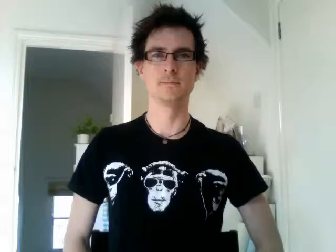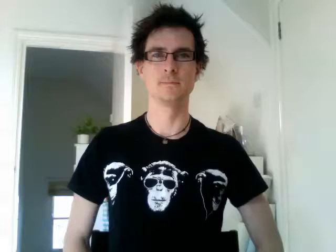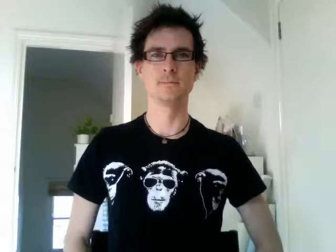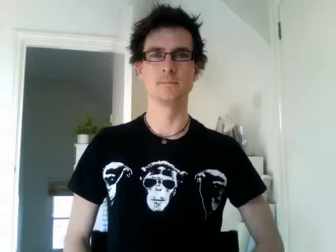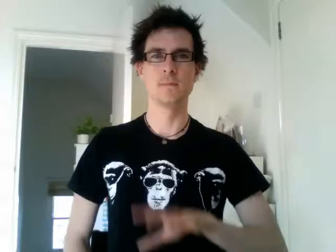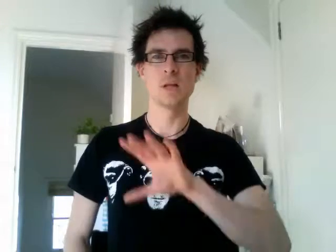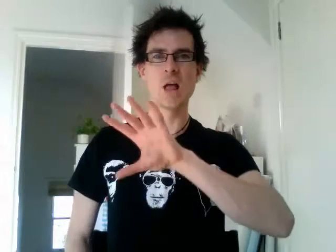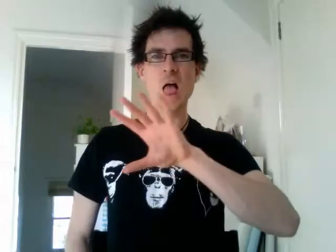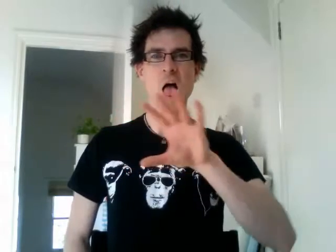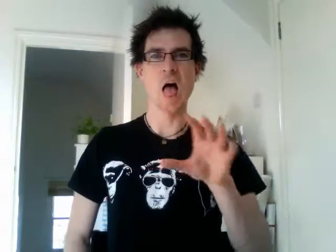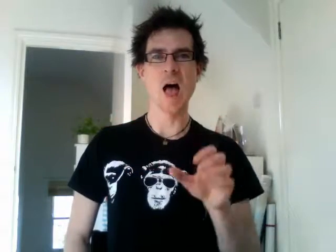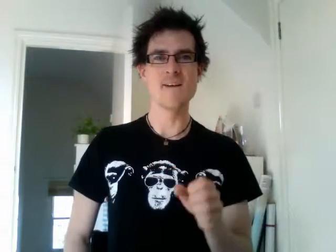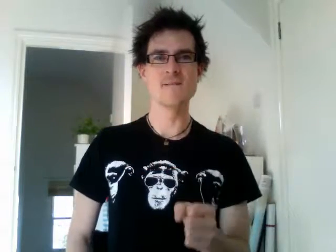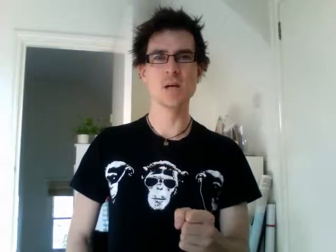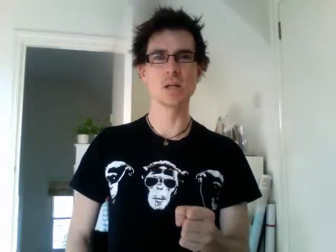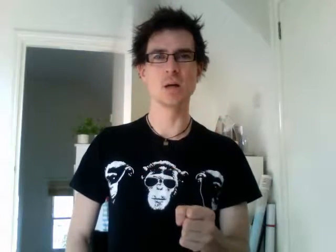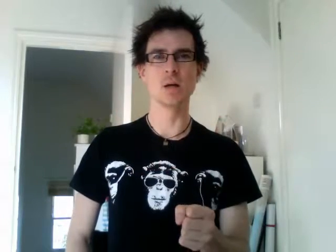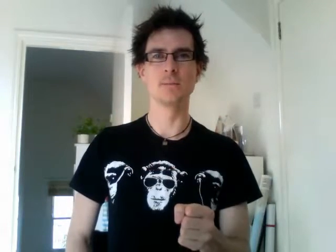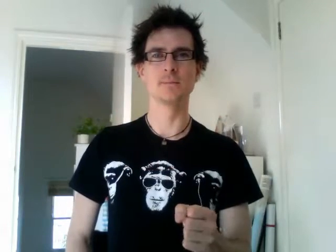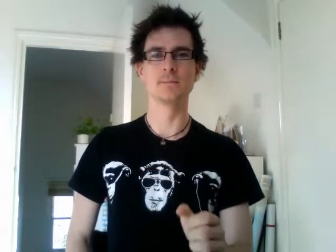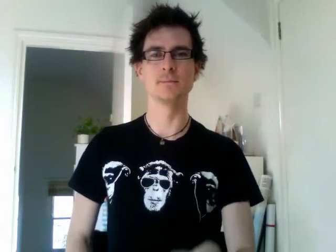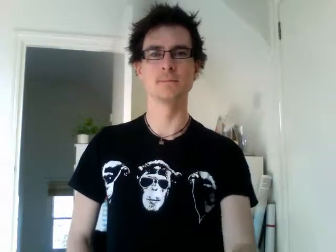africa